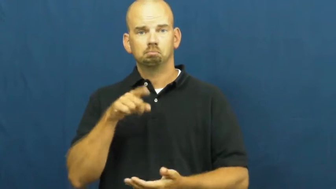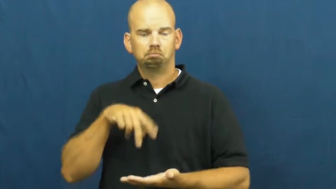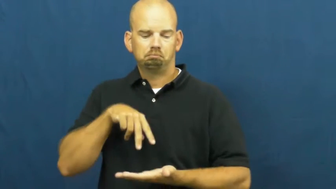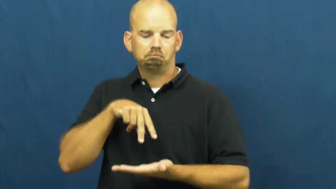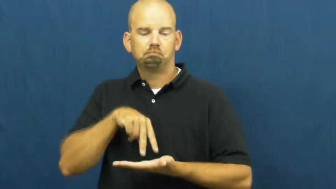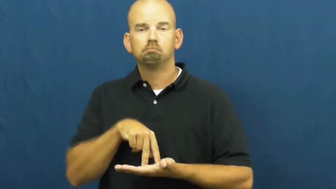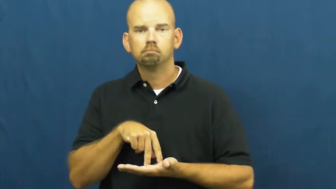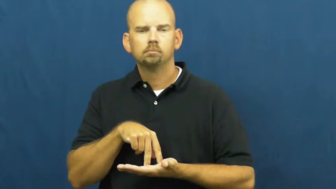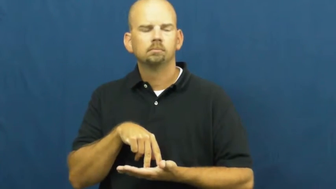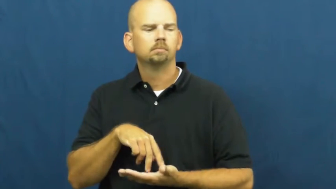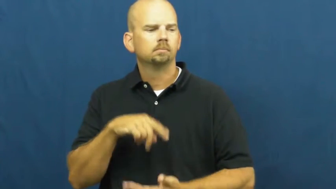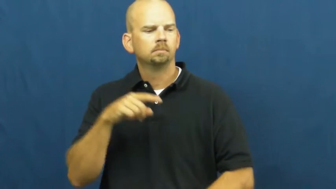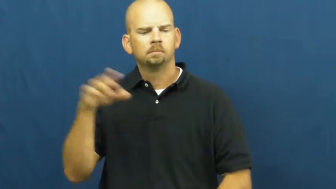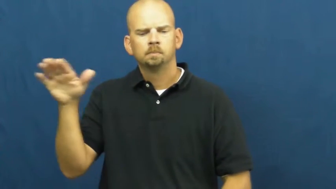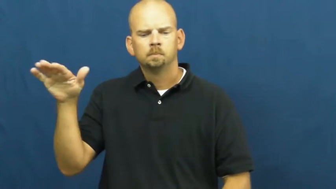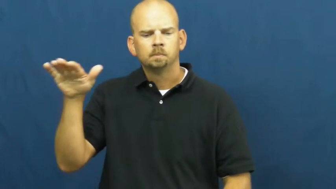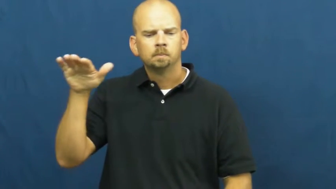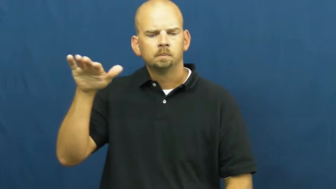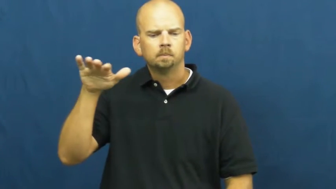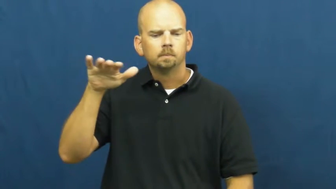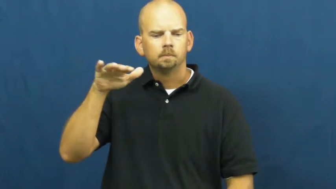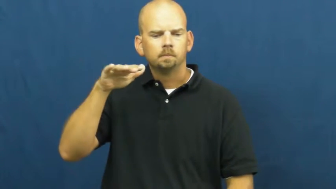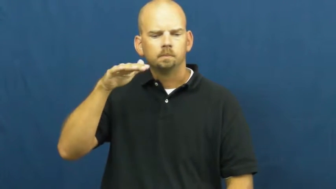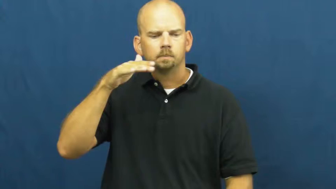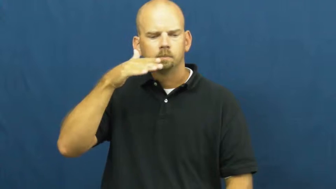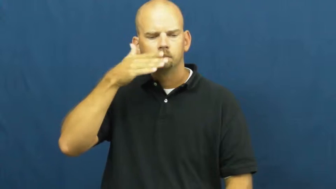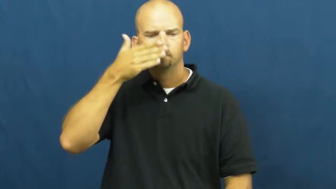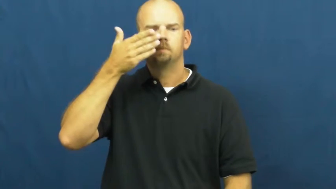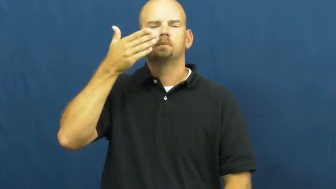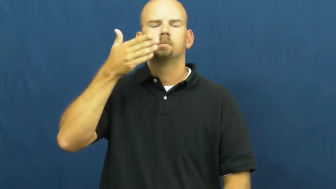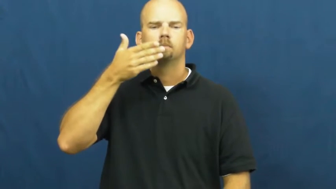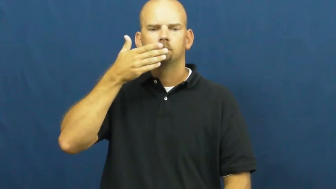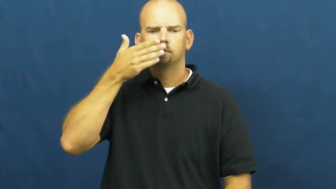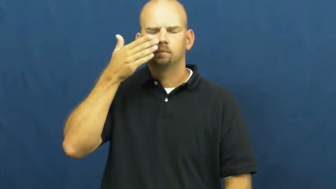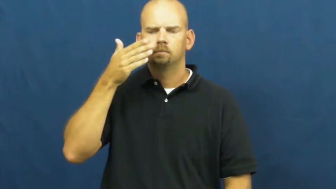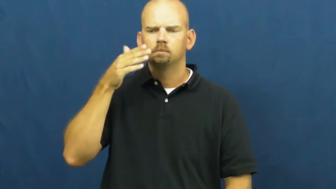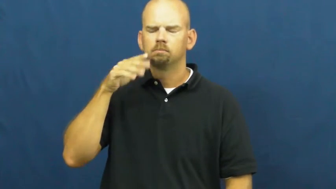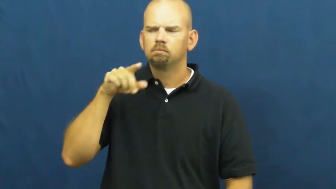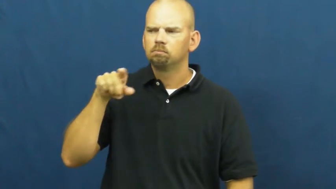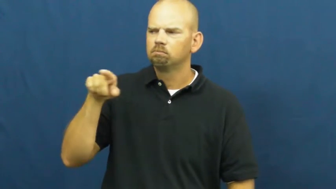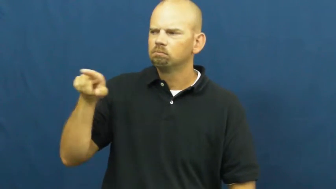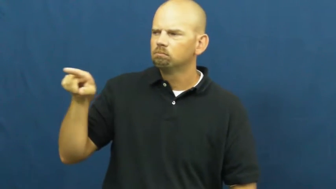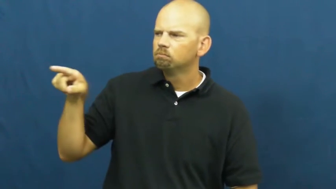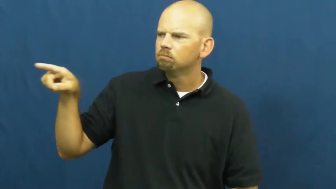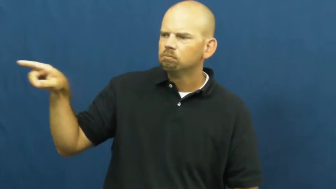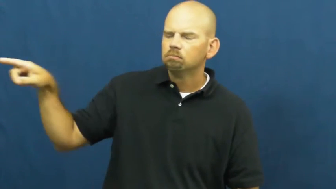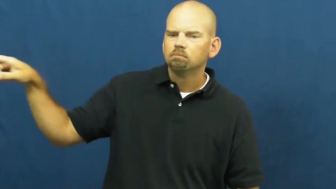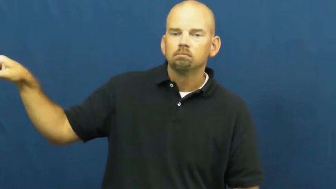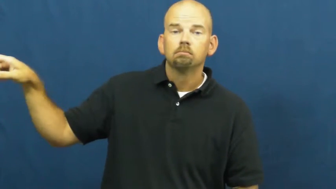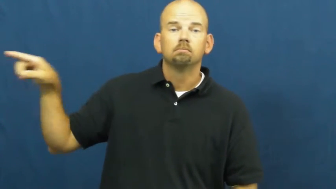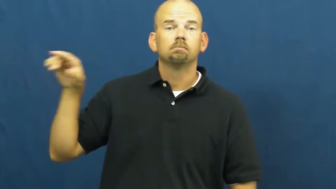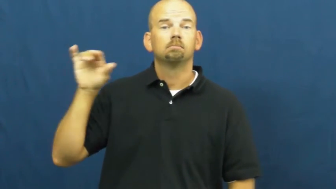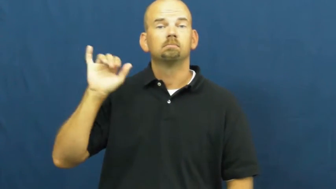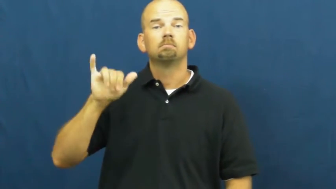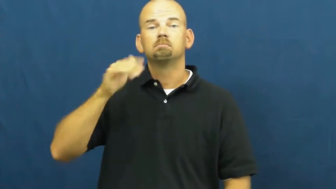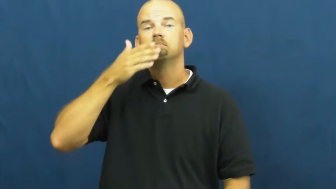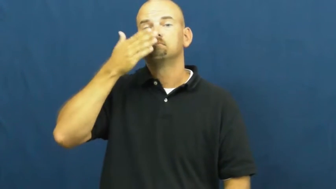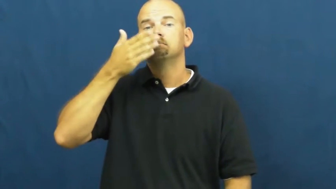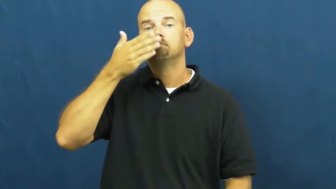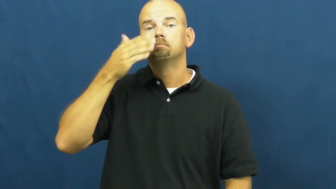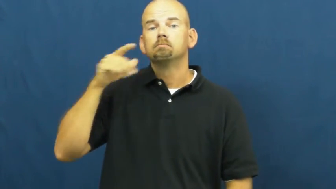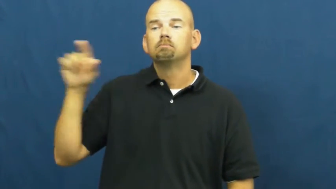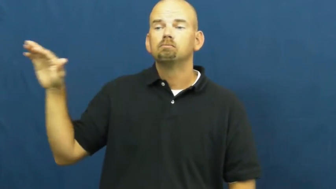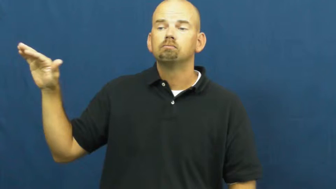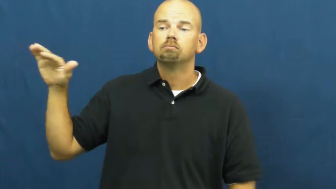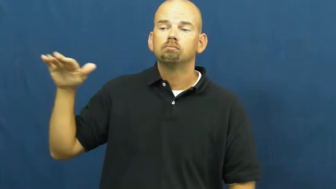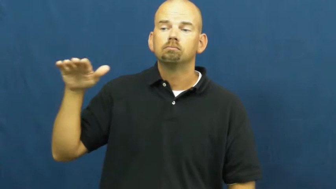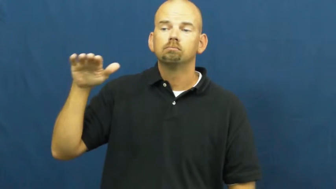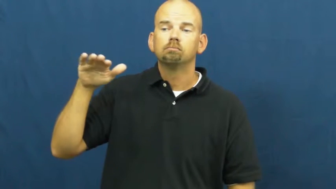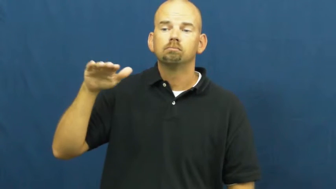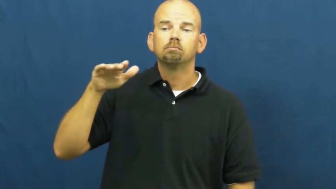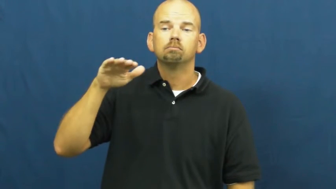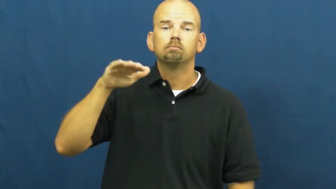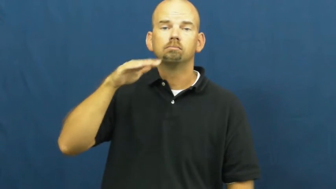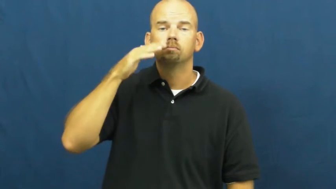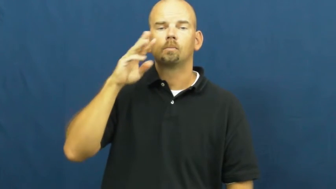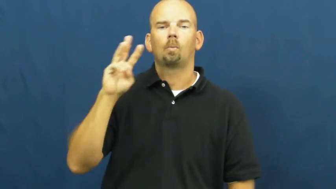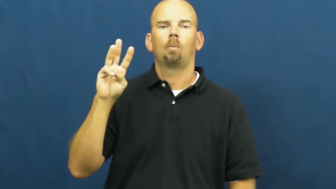waft